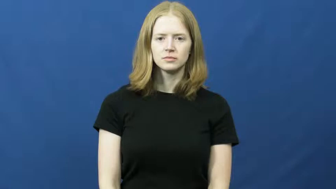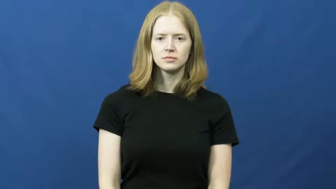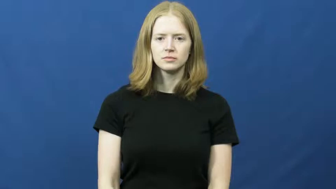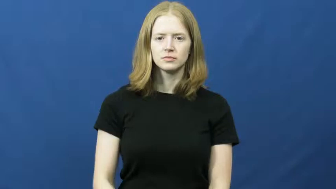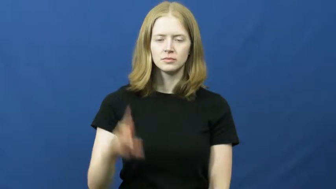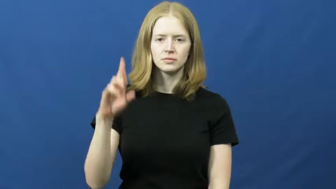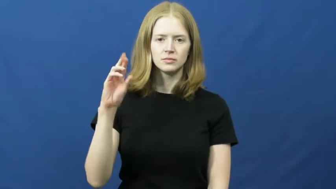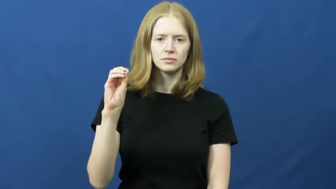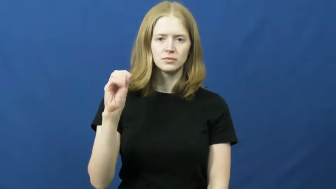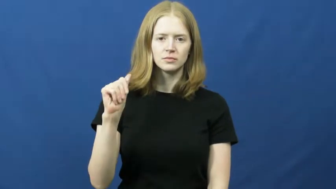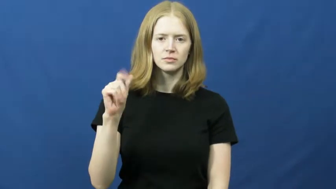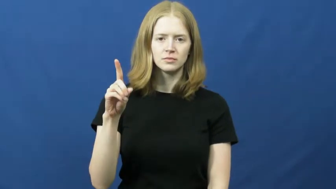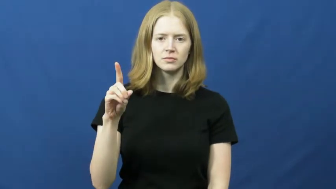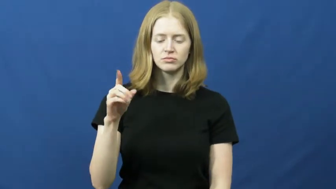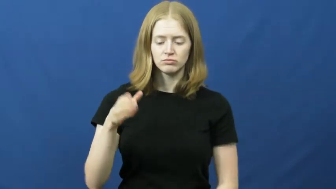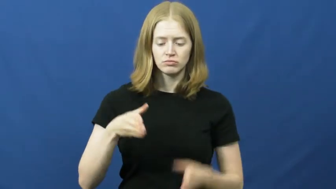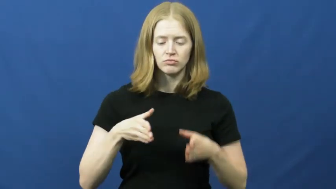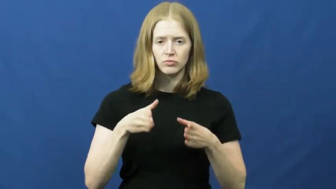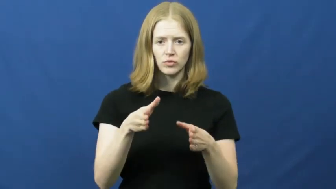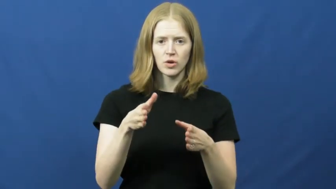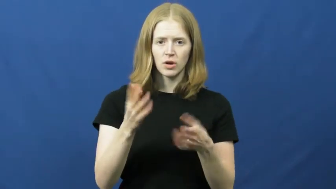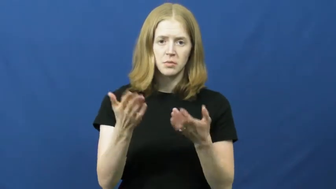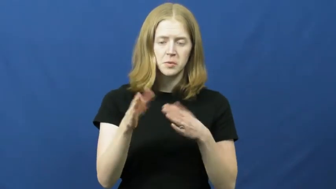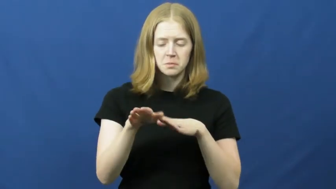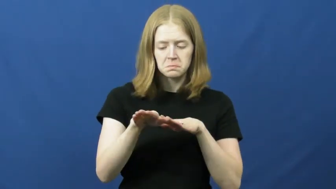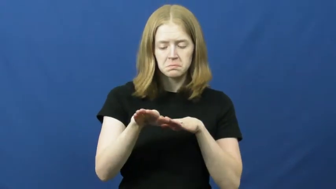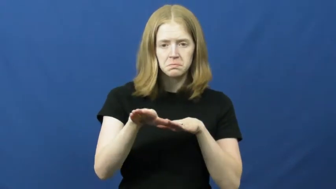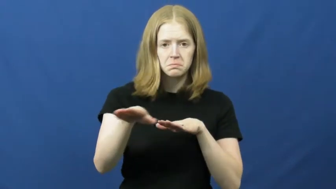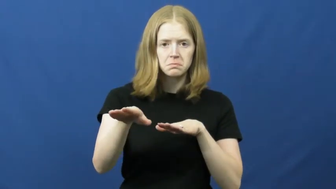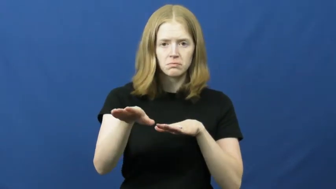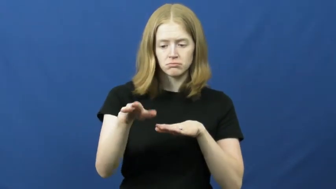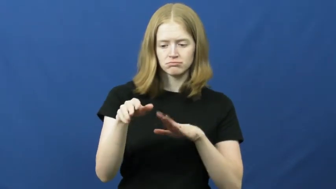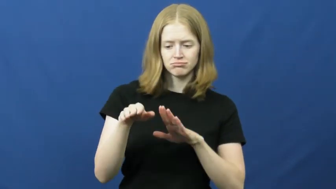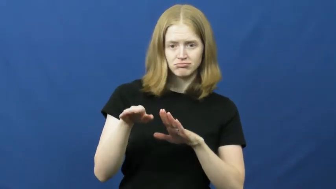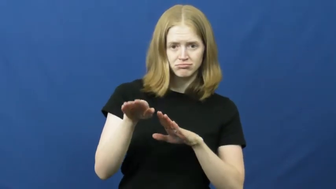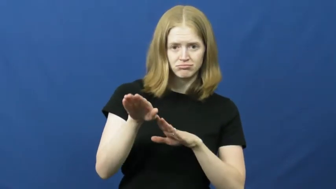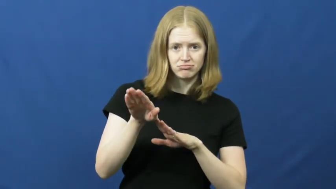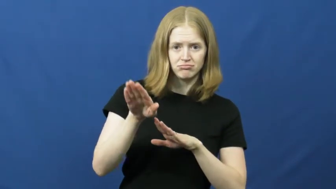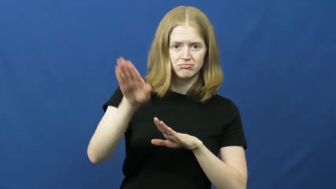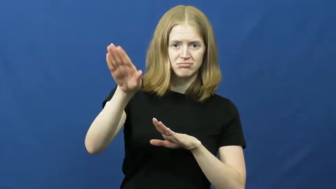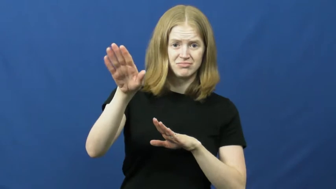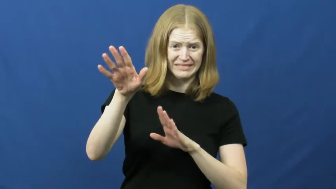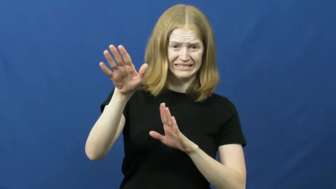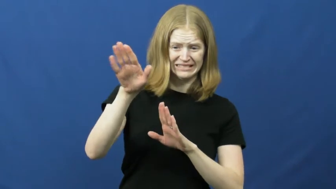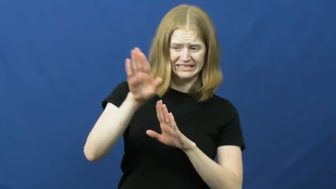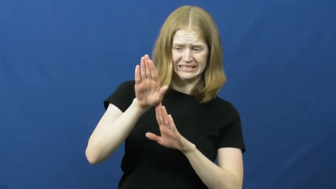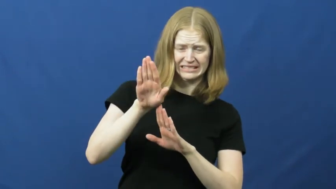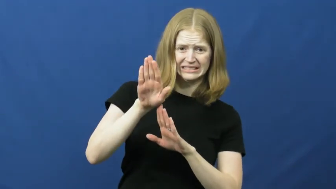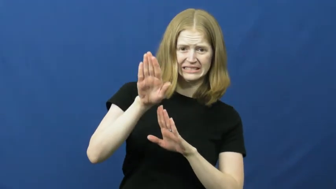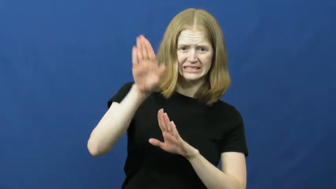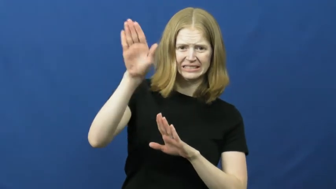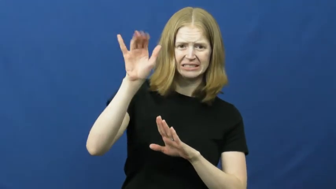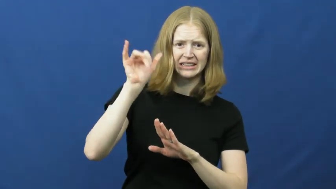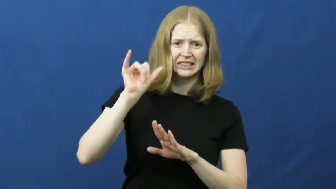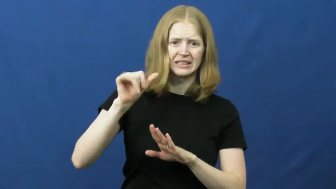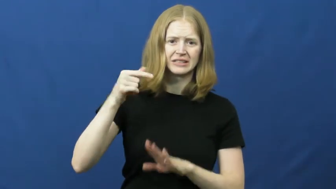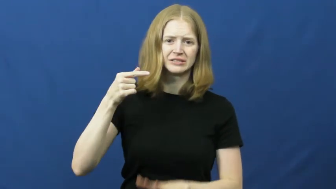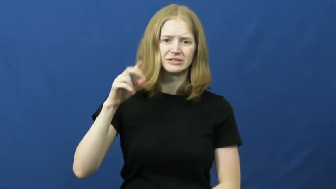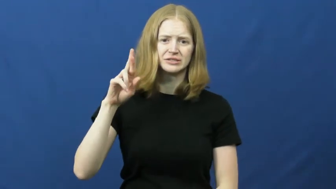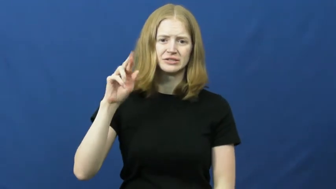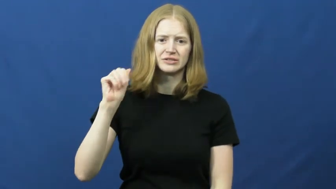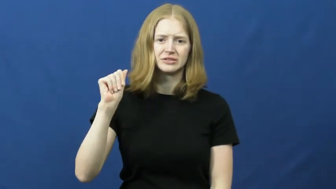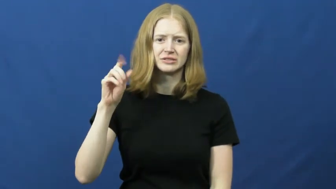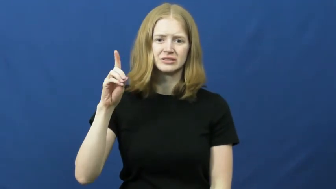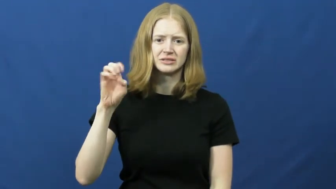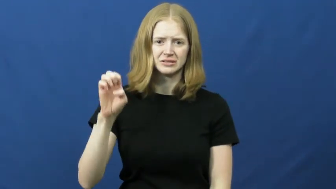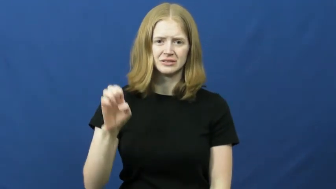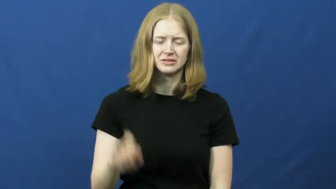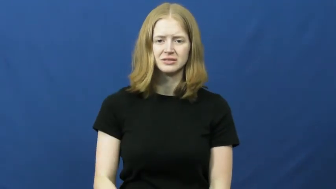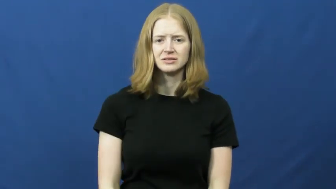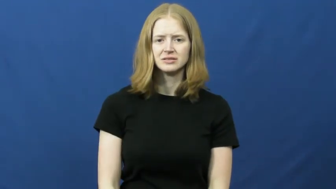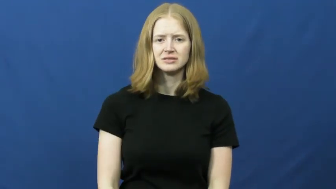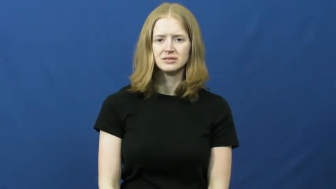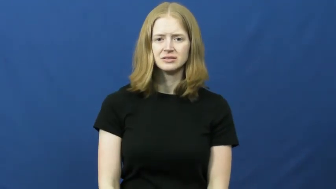grade-road